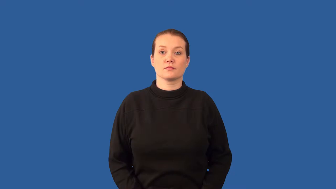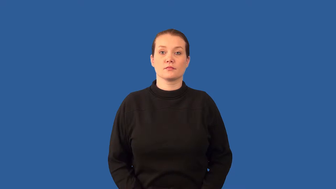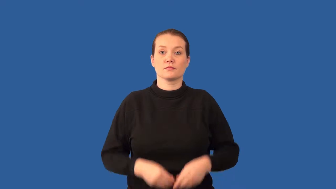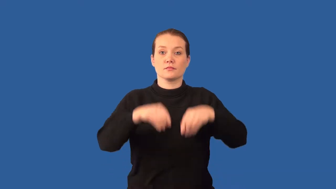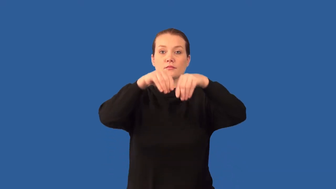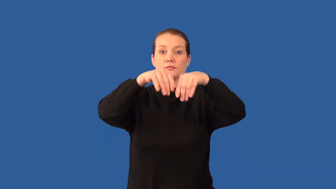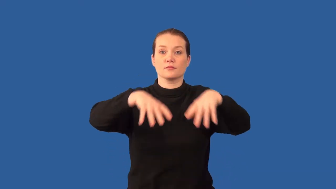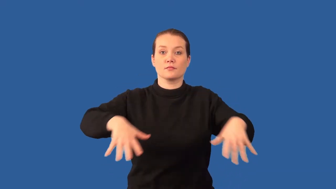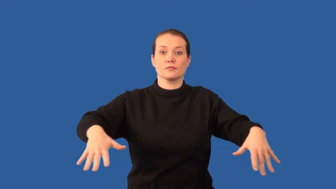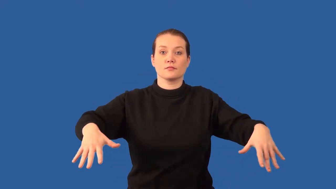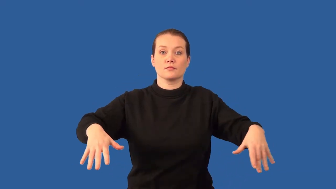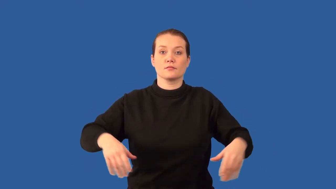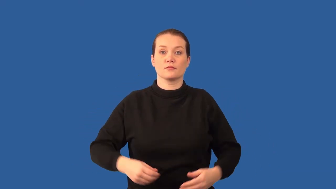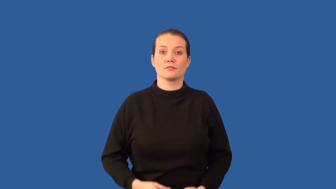hierarchy